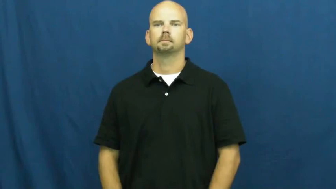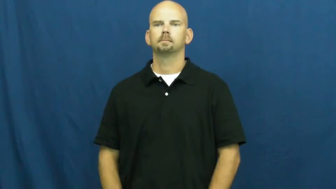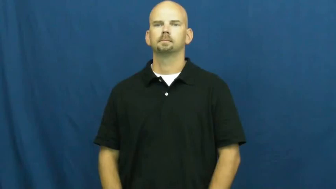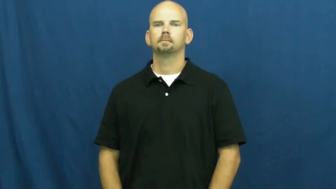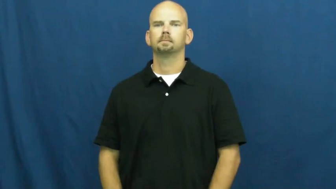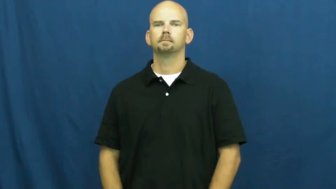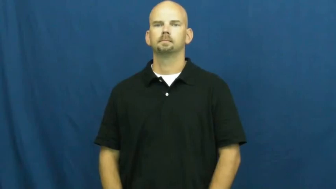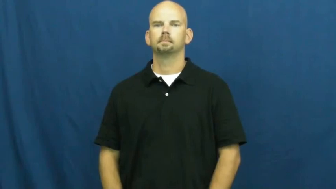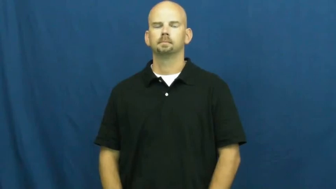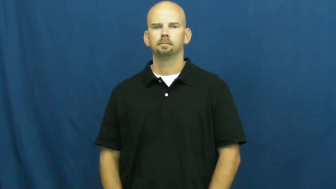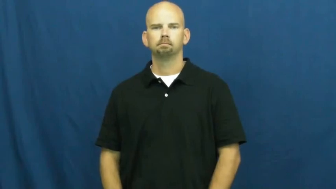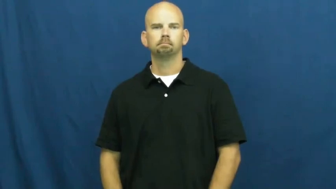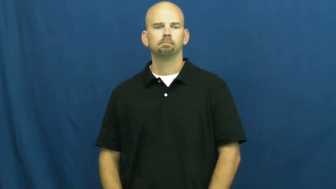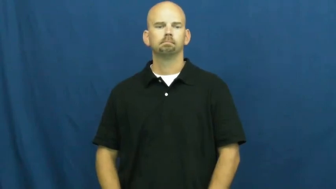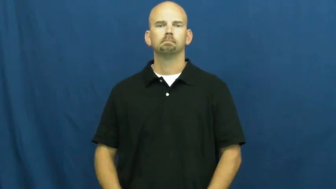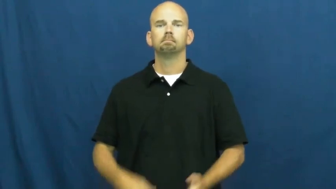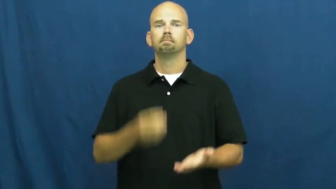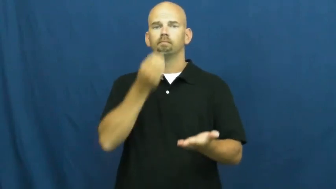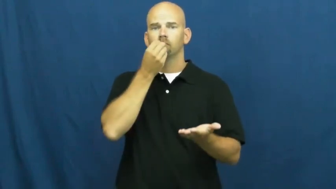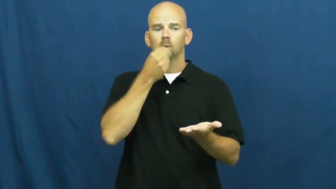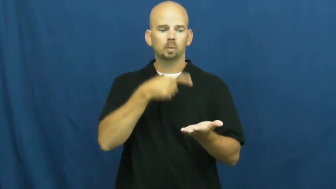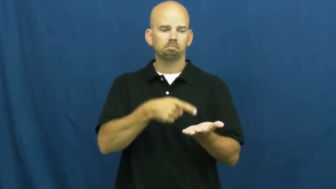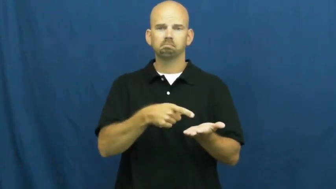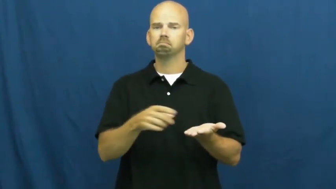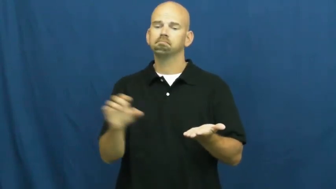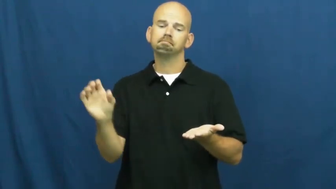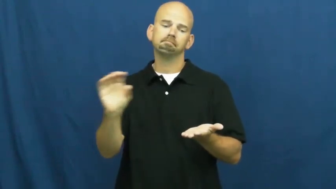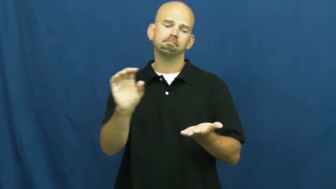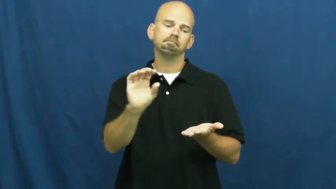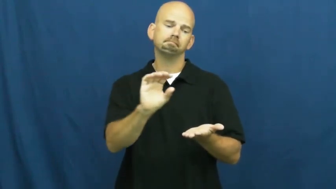put on toppings